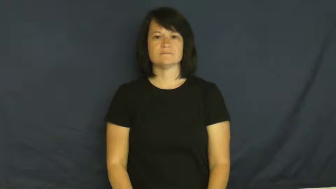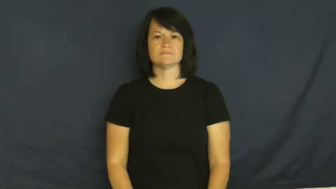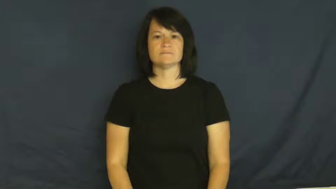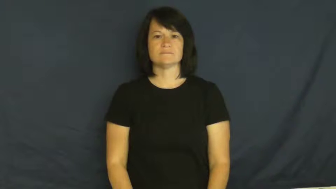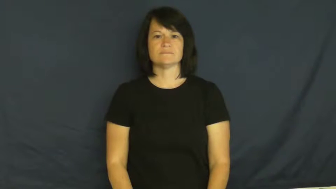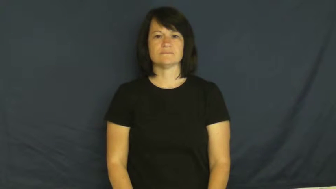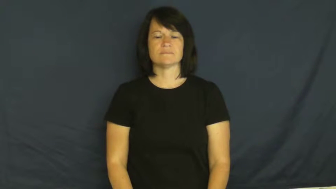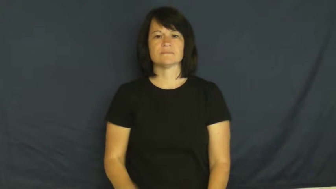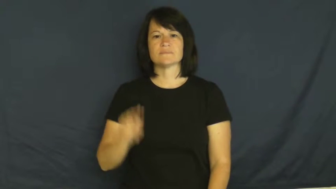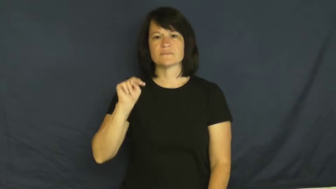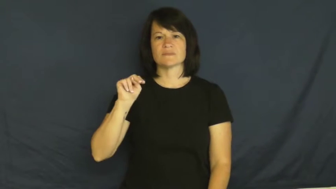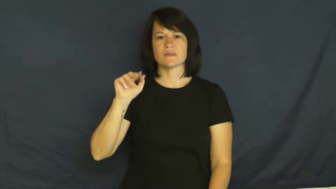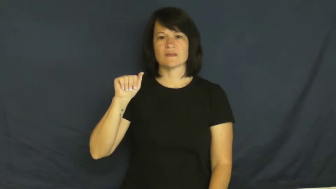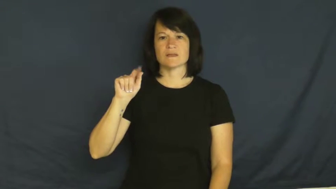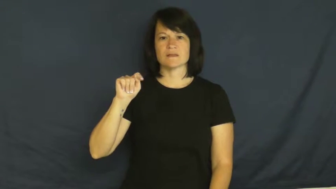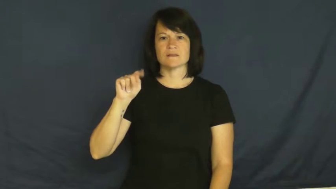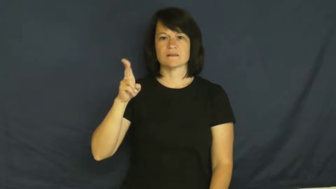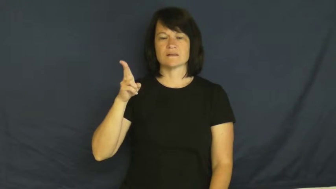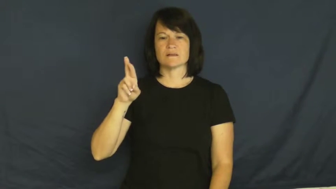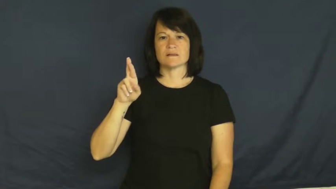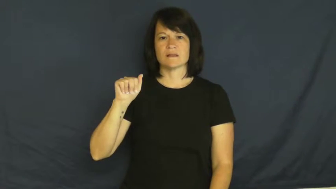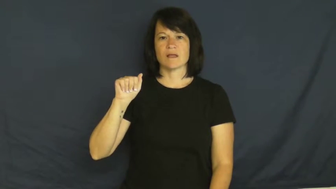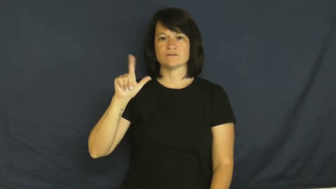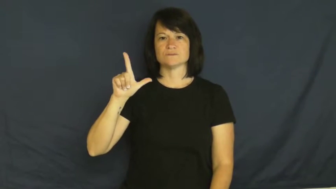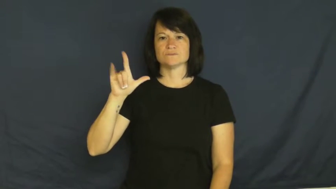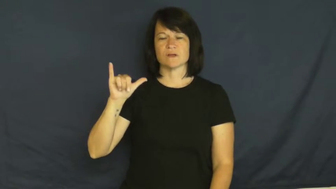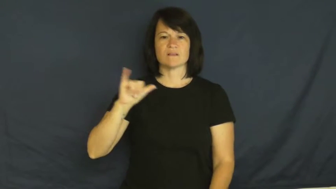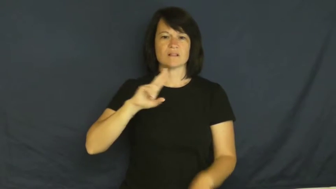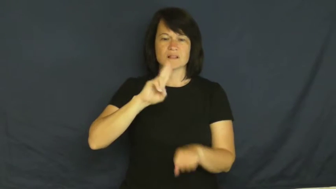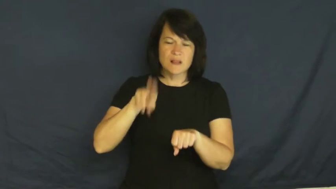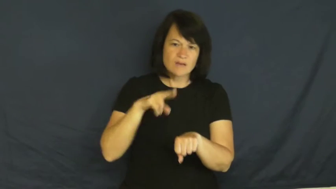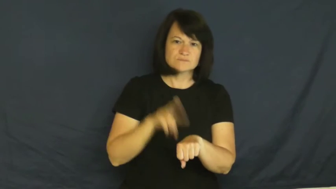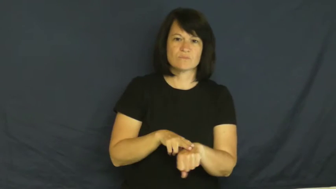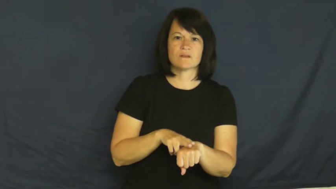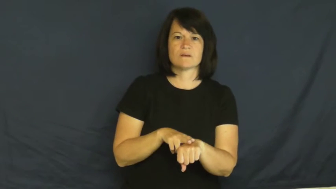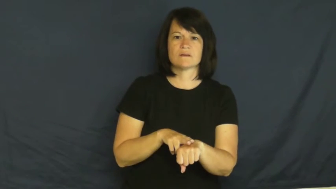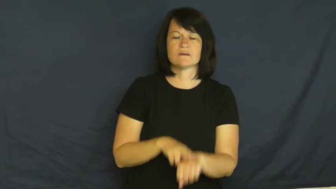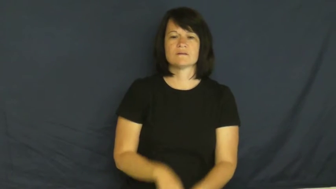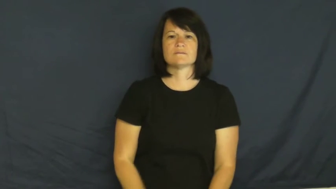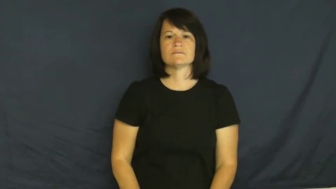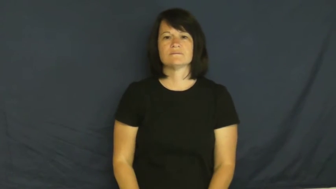naturally